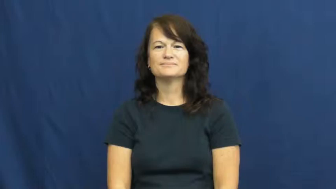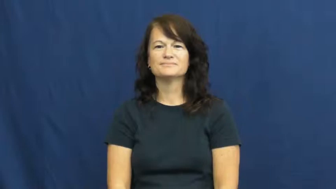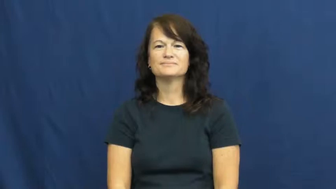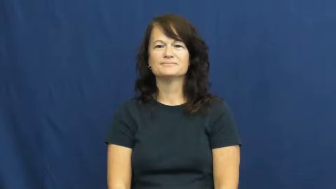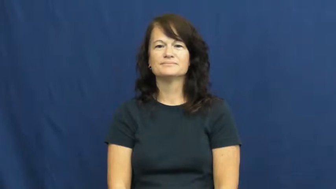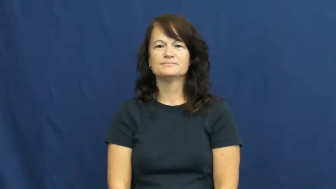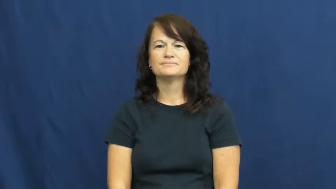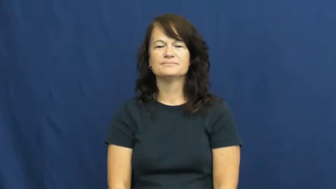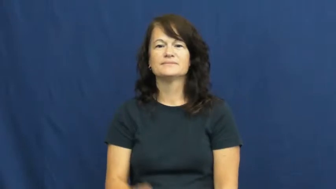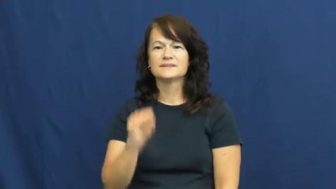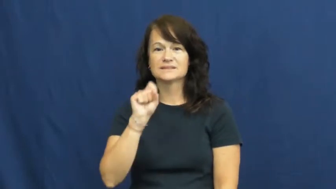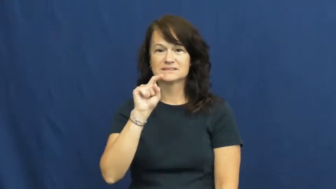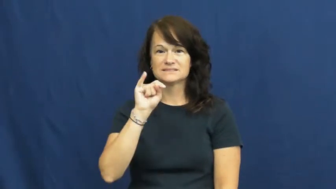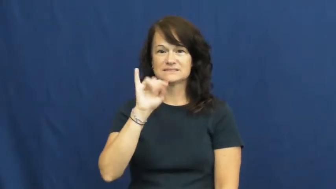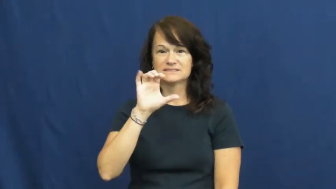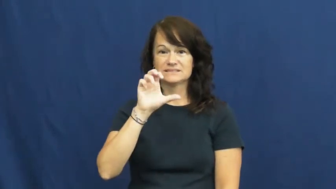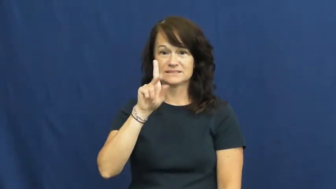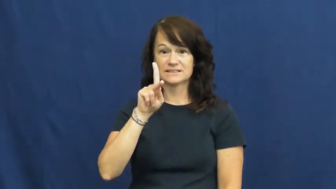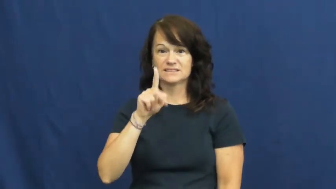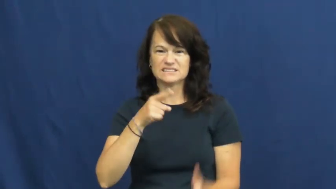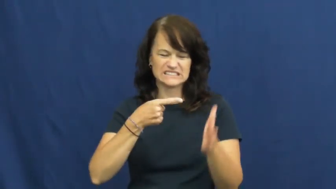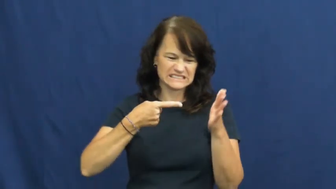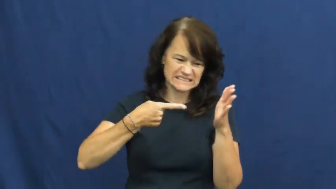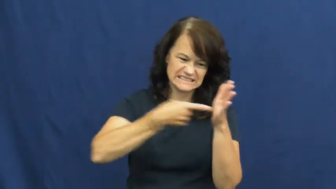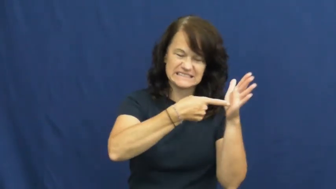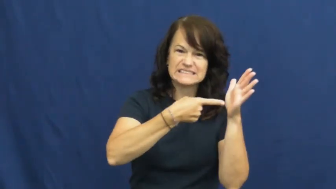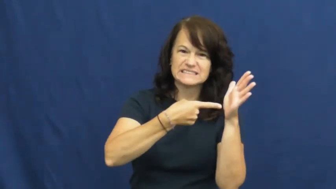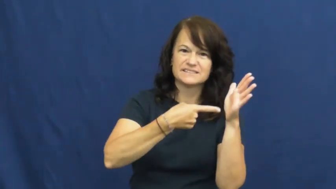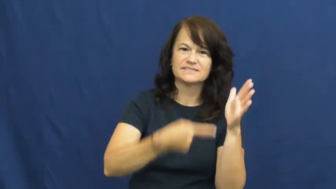stick-verb